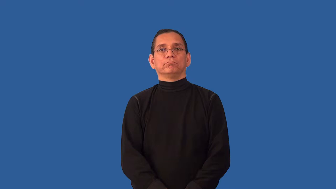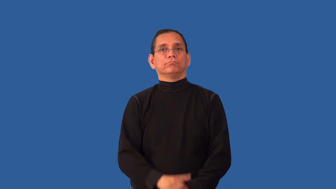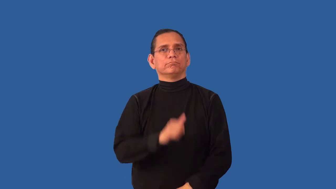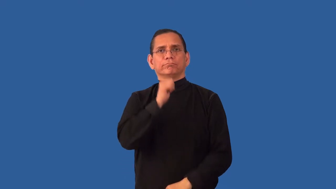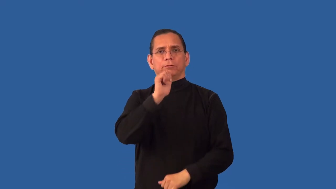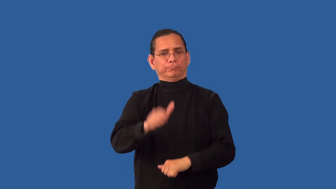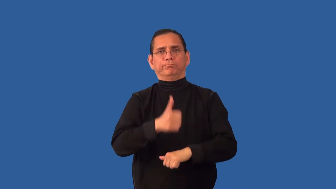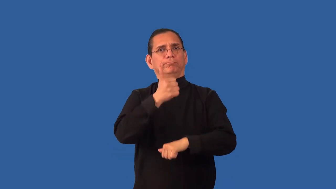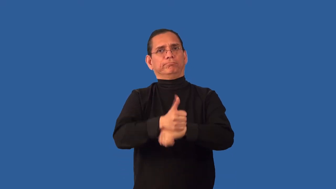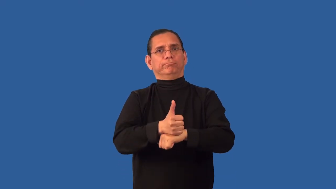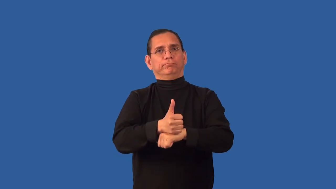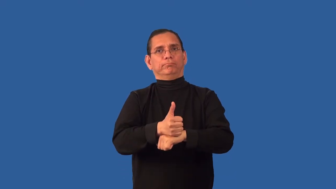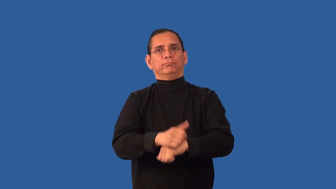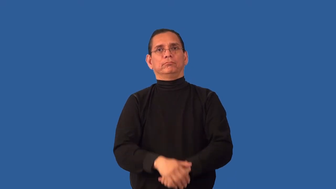unestablished